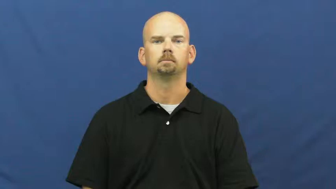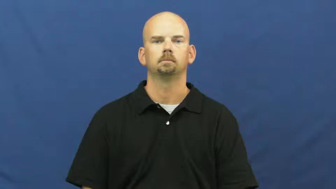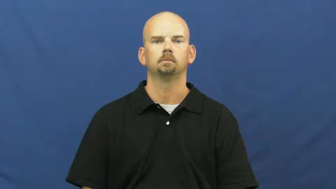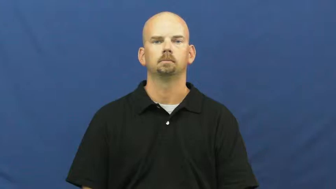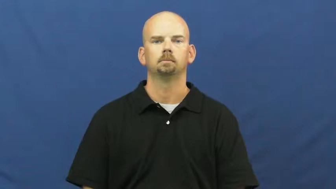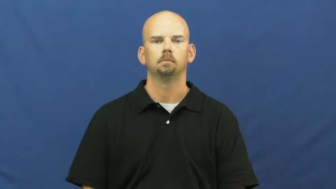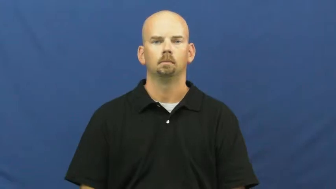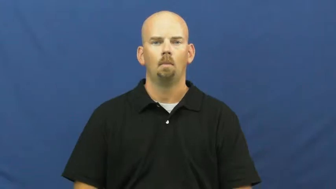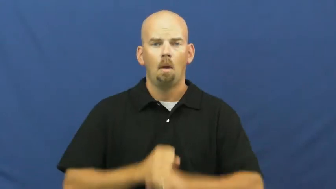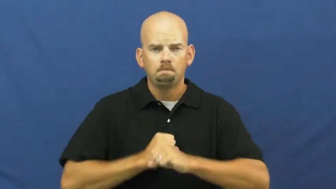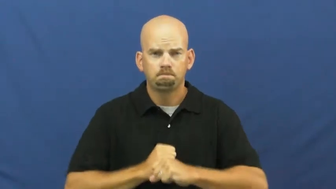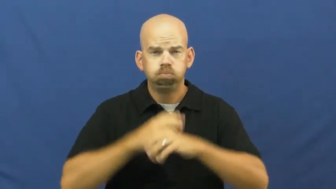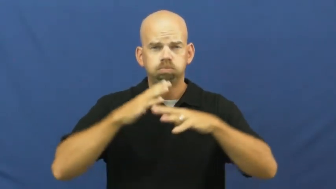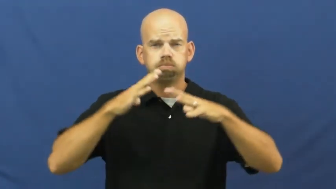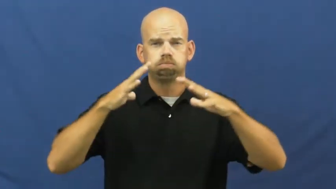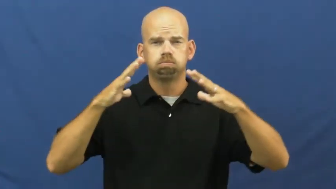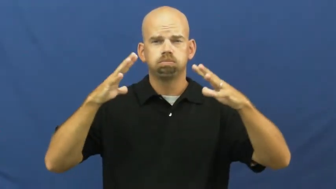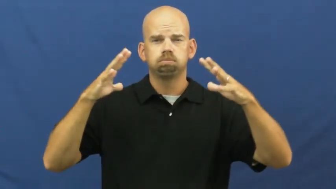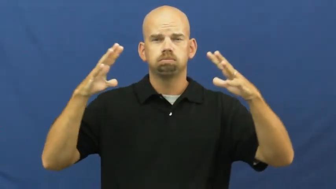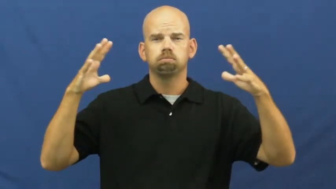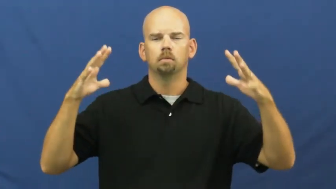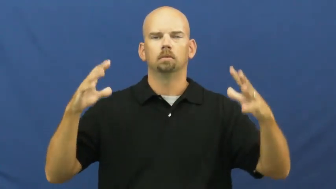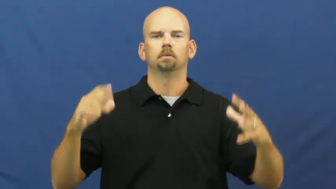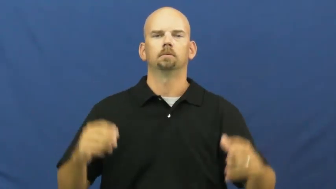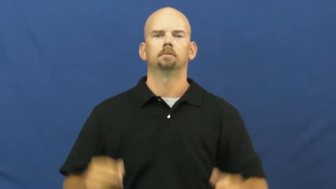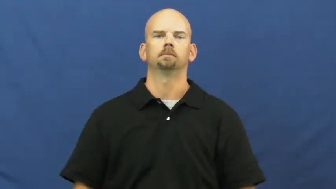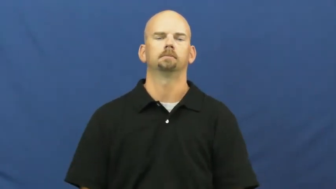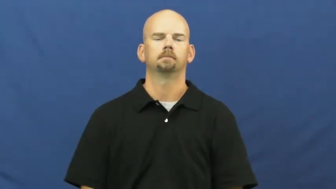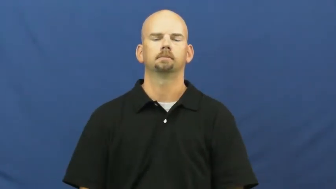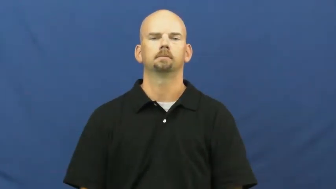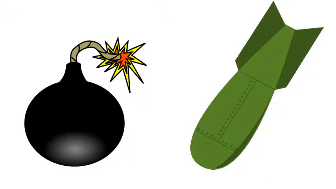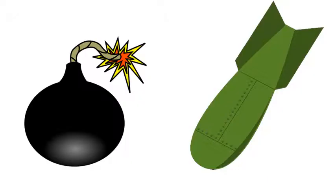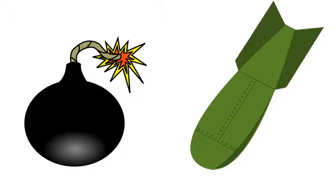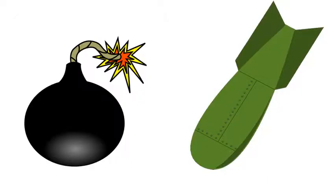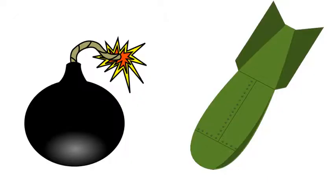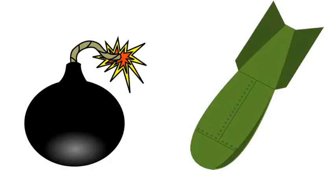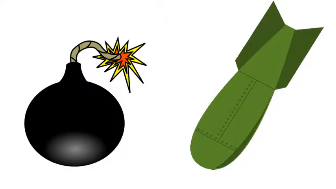bomb,charge,petard,device-noun